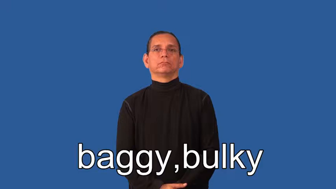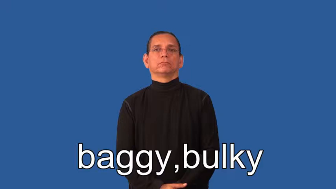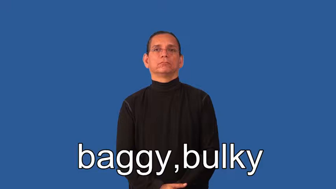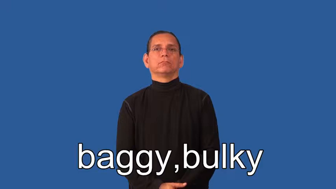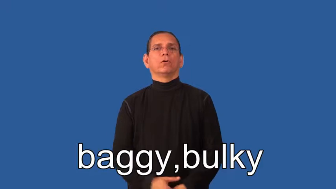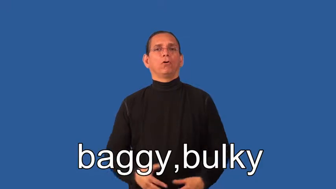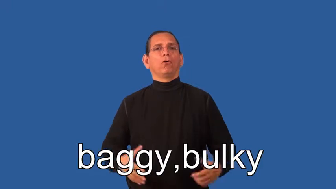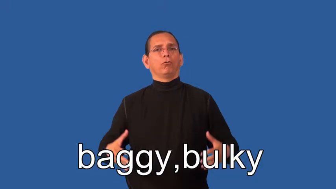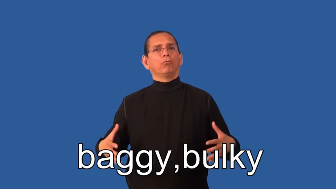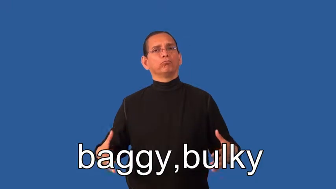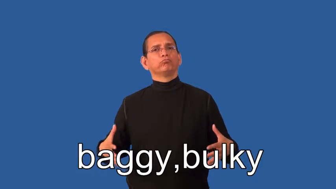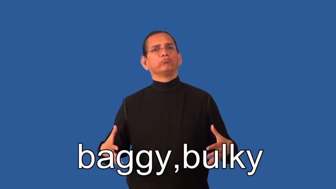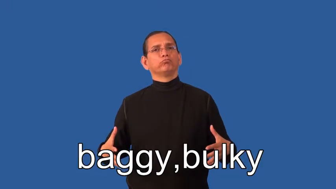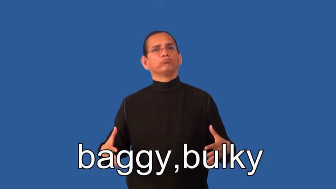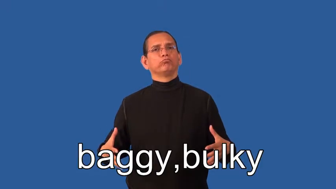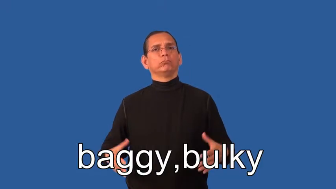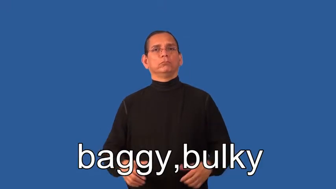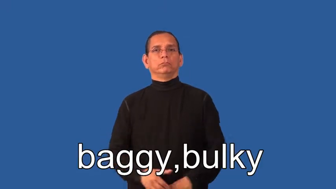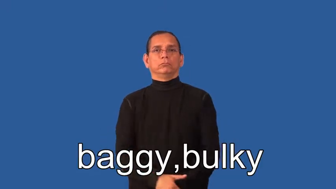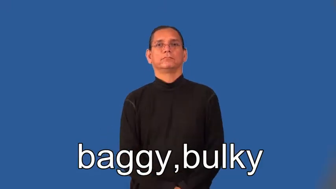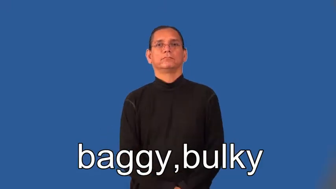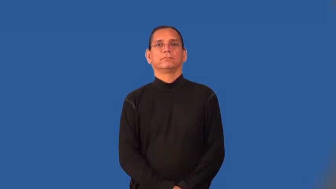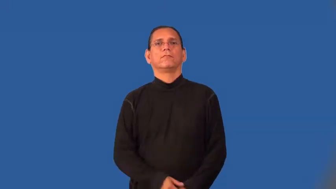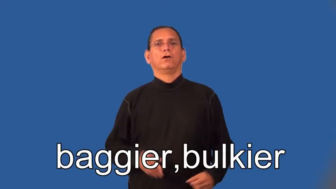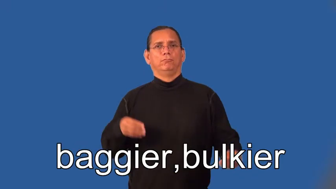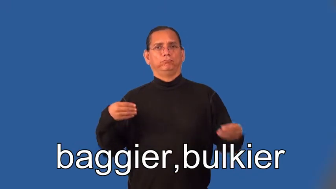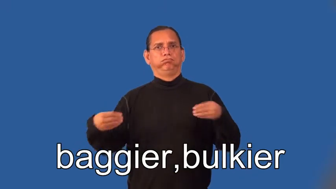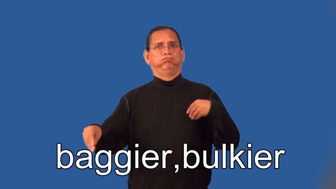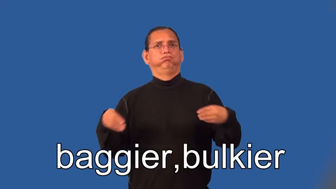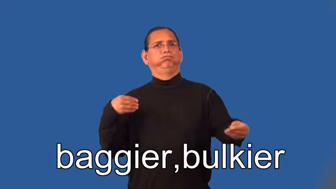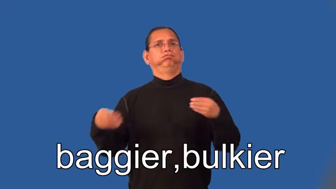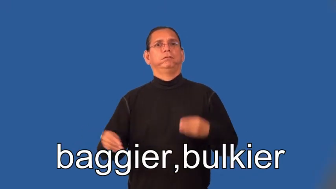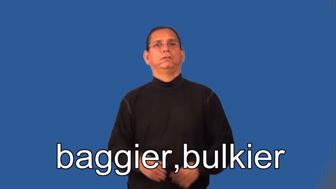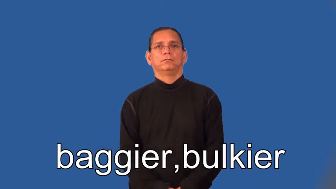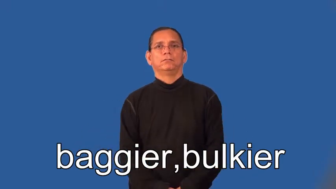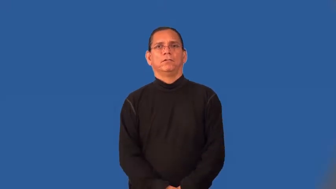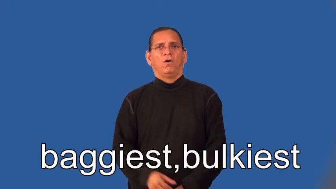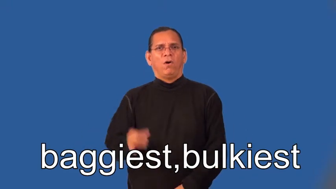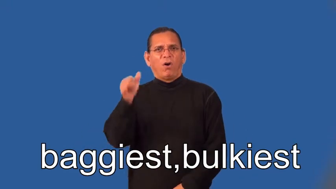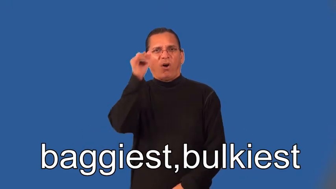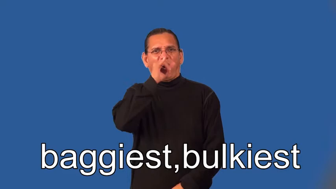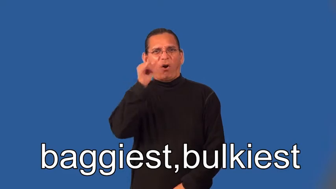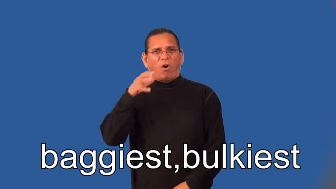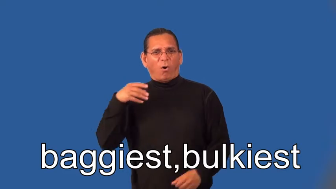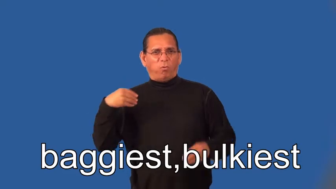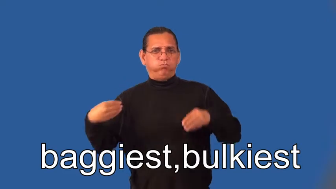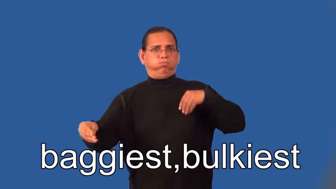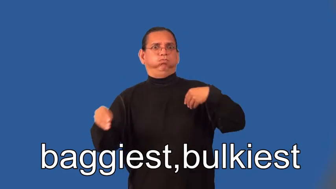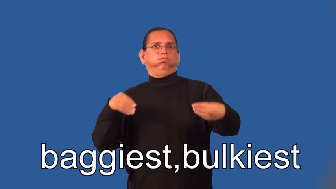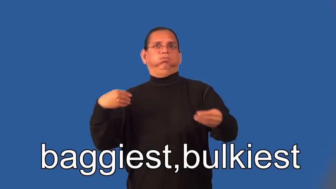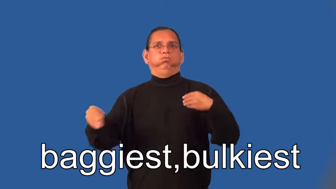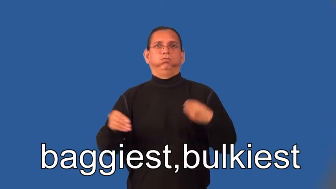baggier,bulkier,baggiest,bulkiest